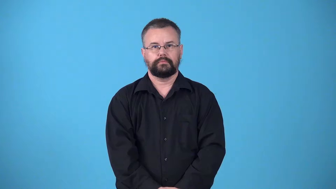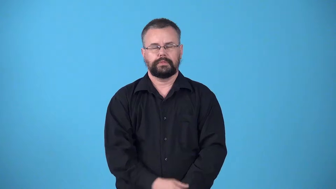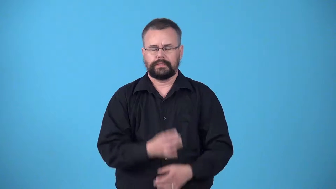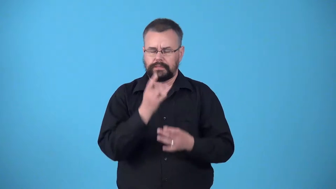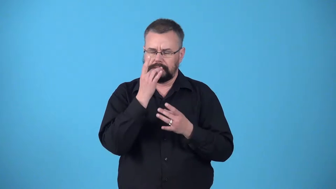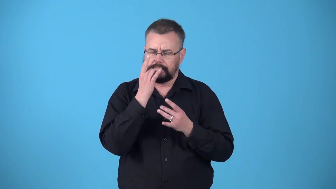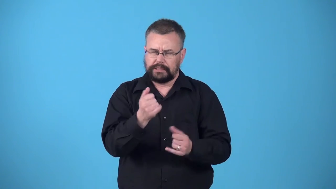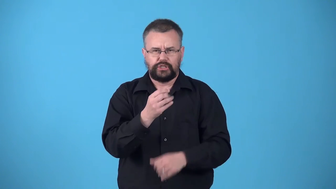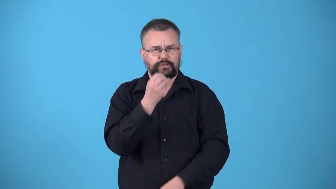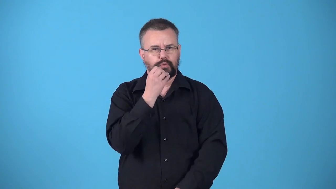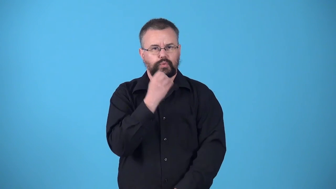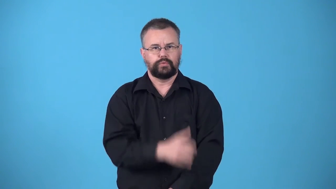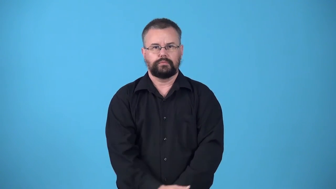viand-delicous food